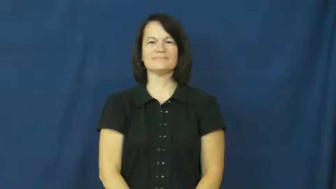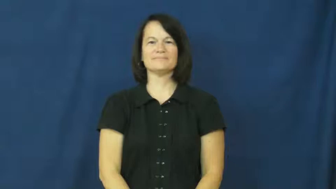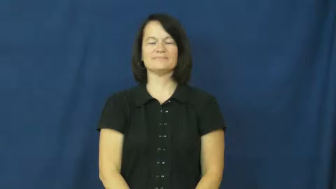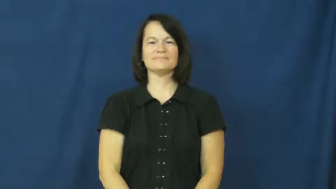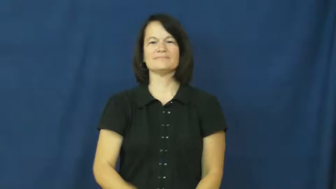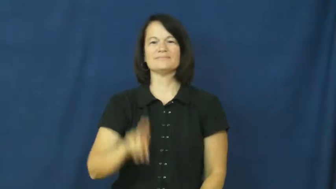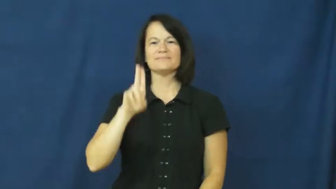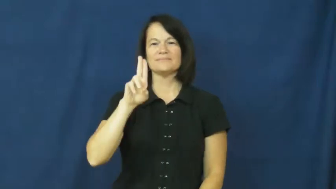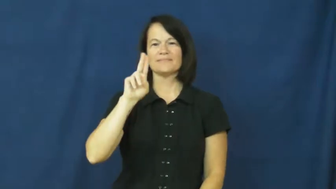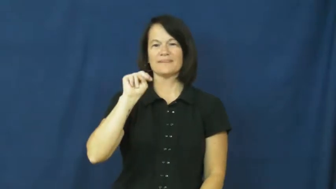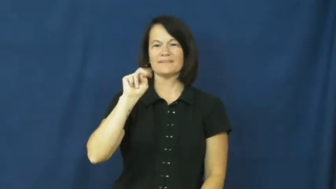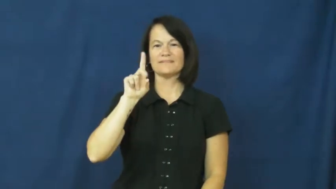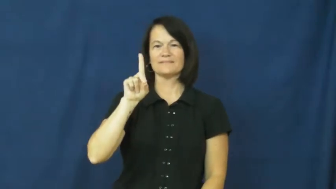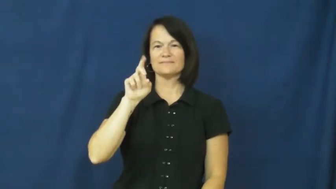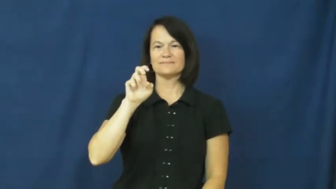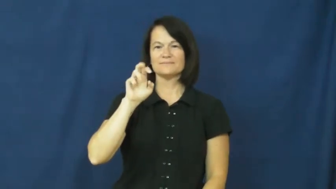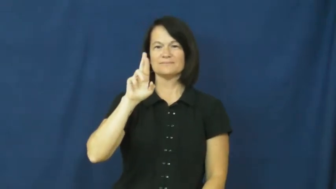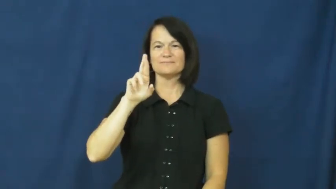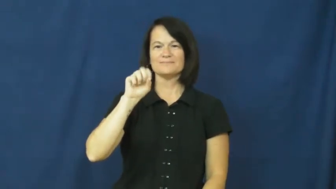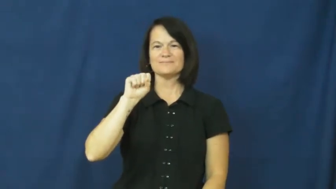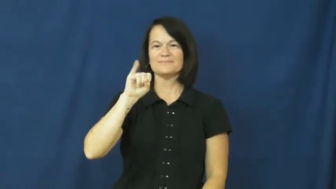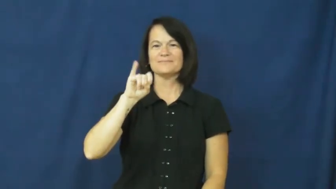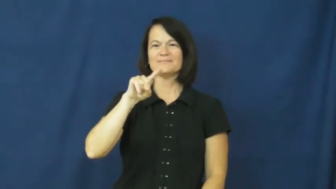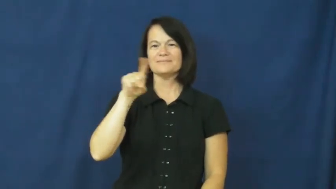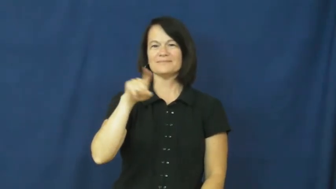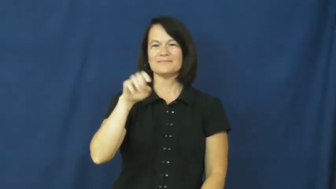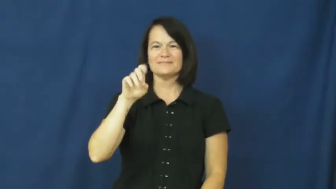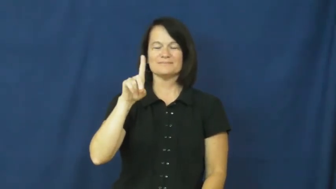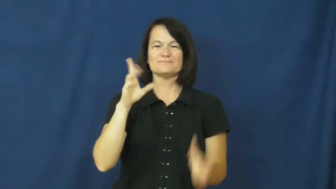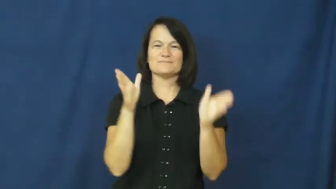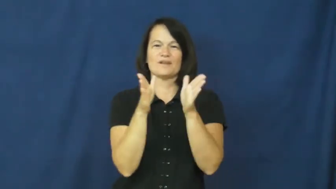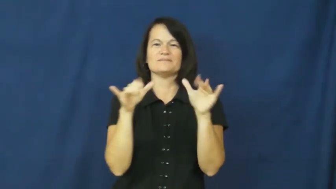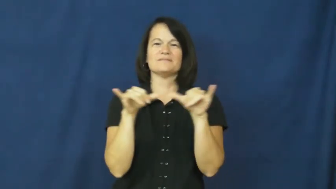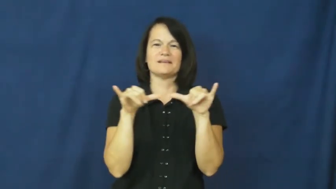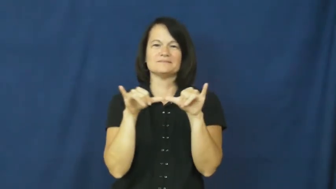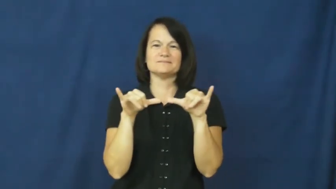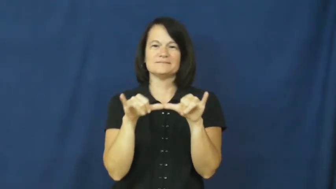undersize